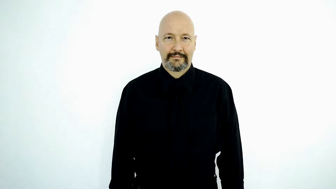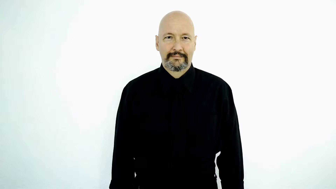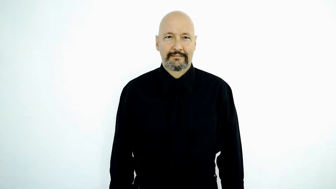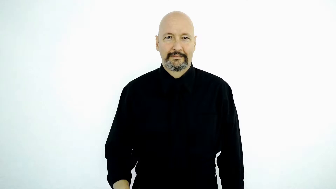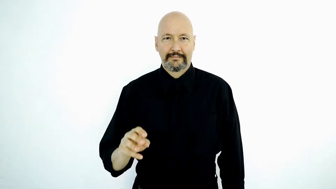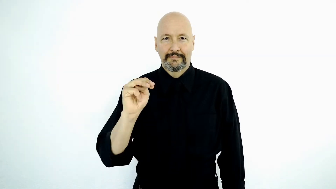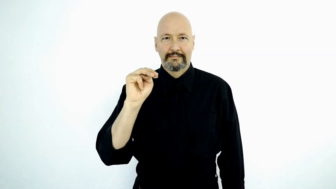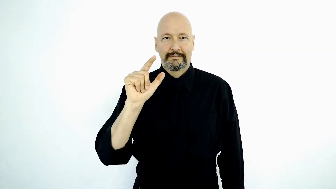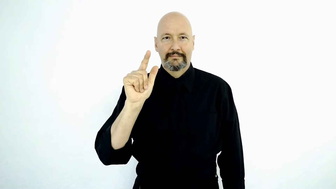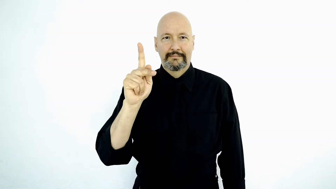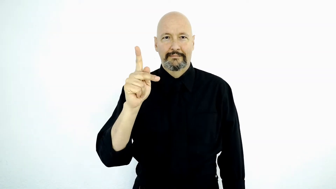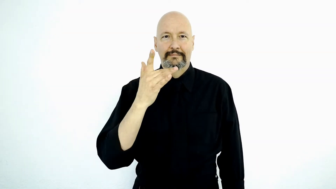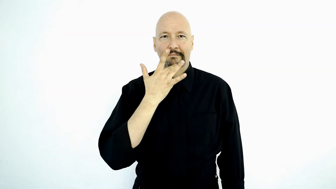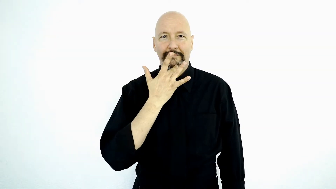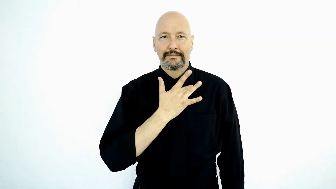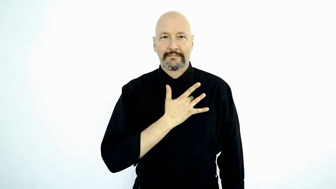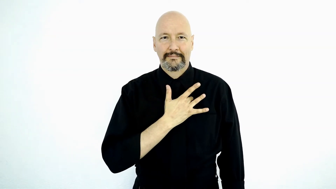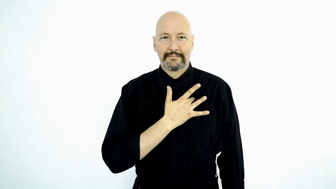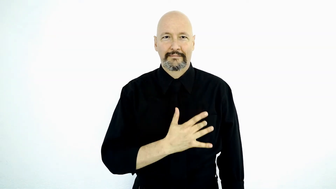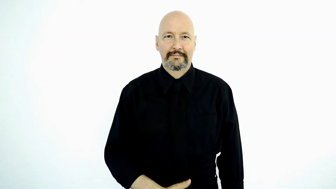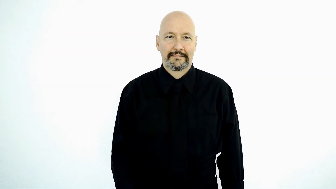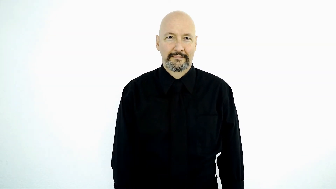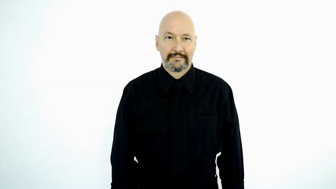MLK BIRTHDAY-[version-2]